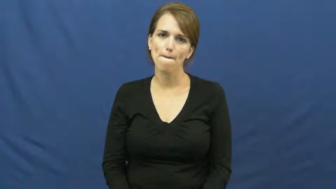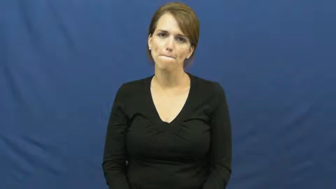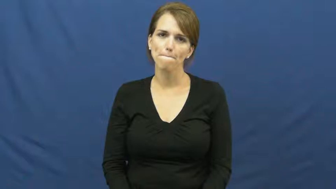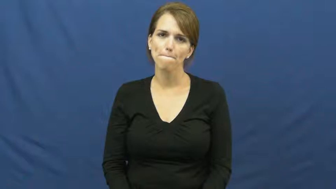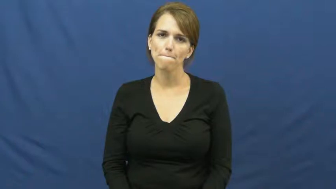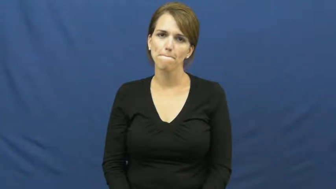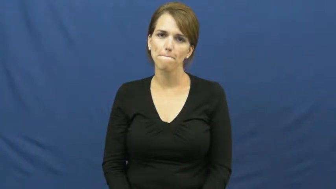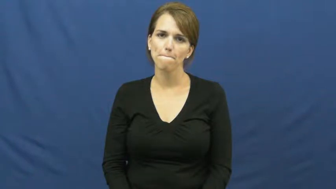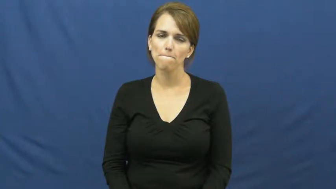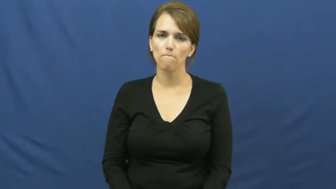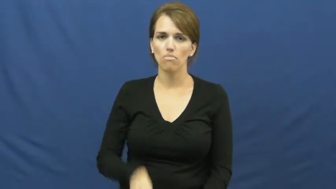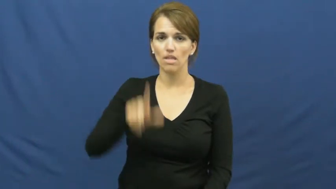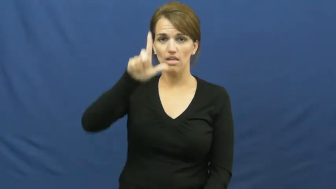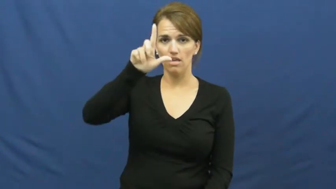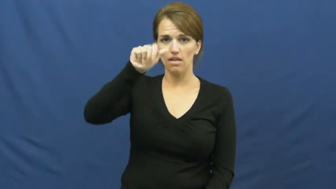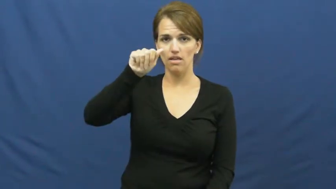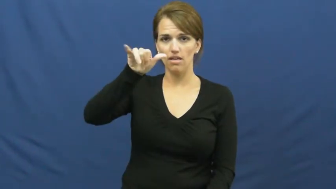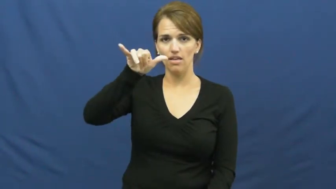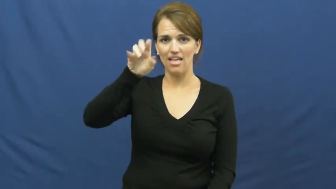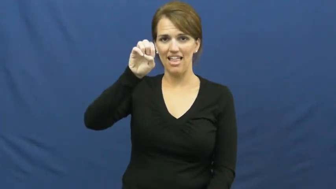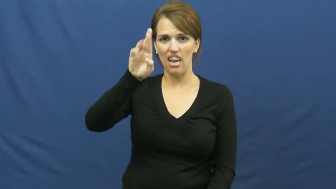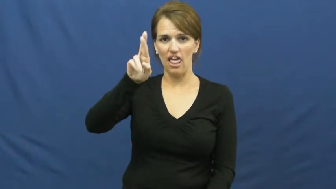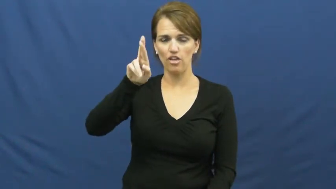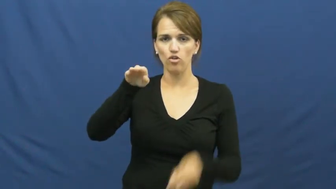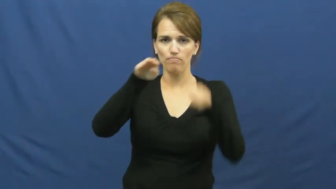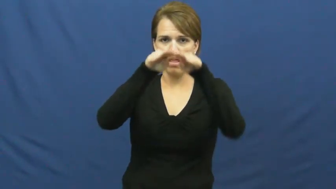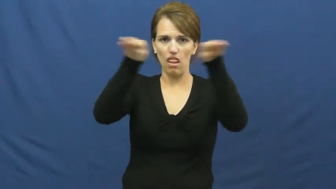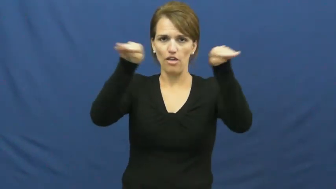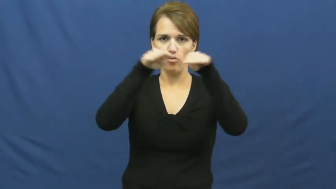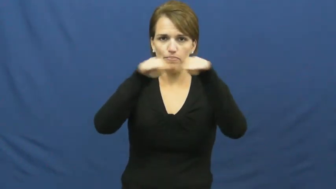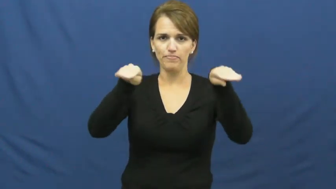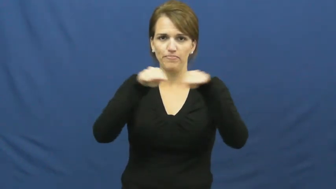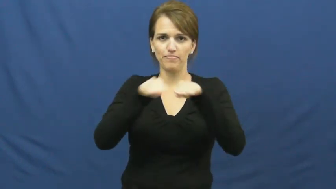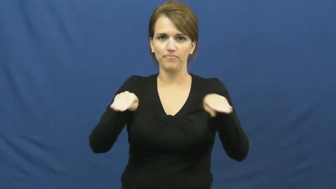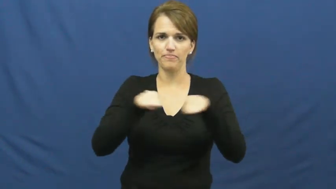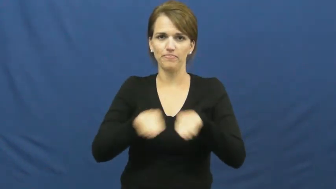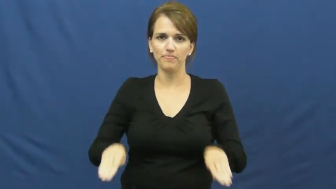layer